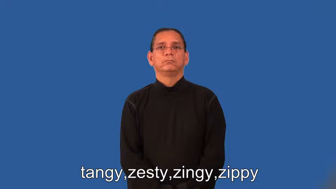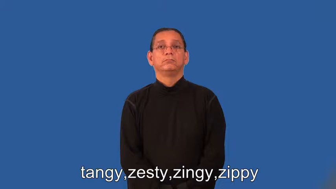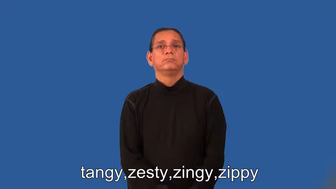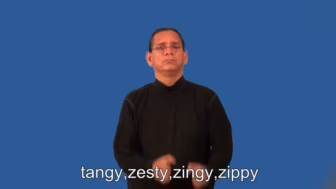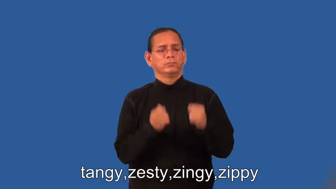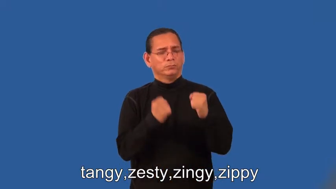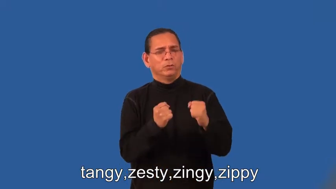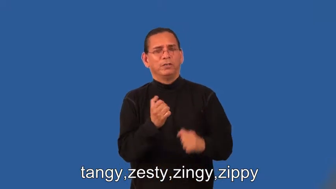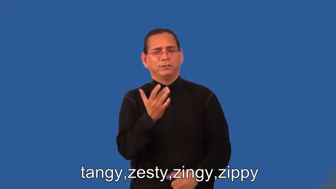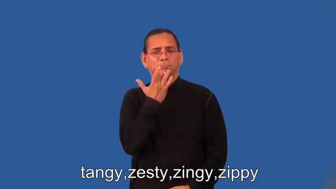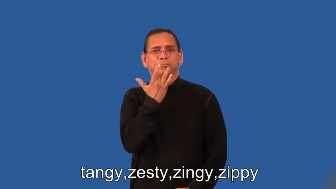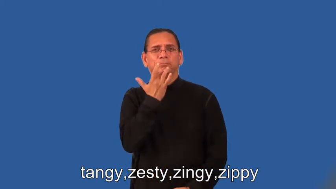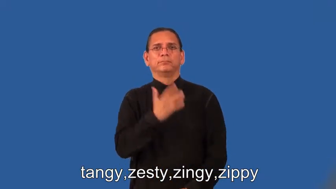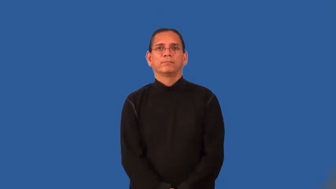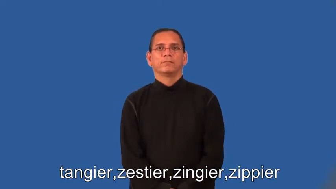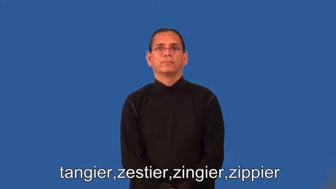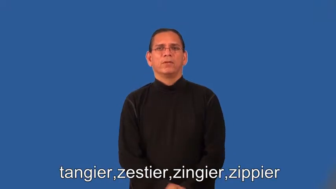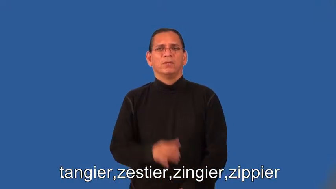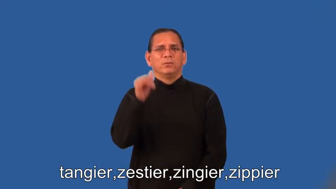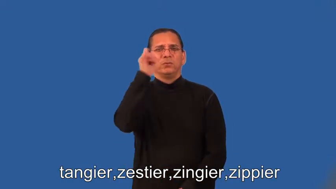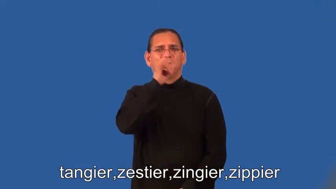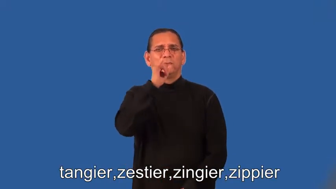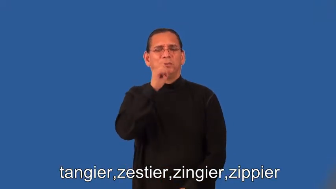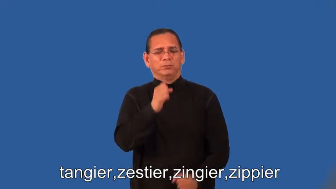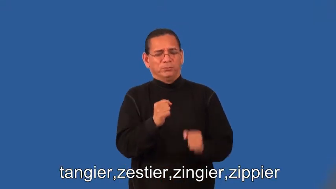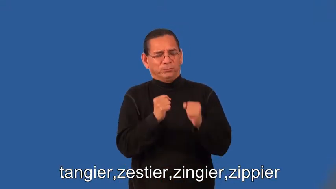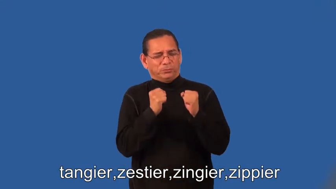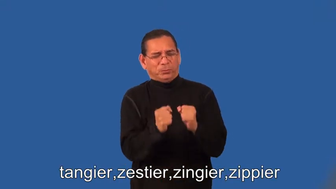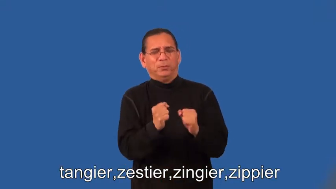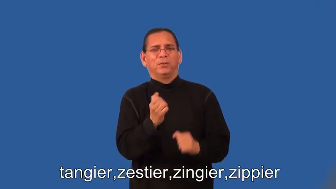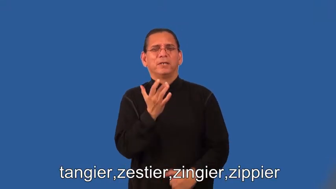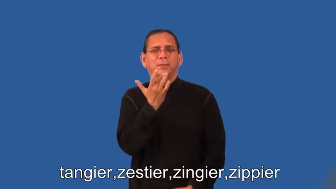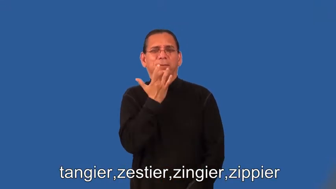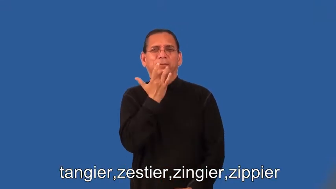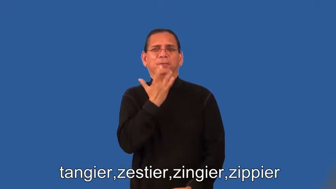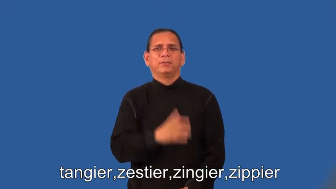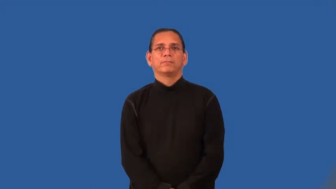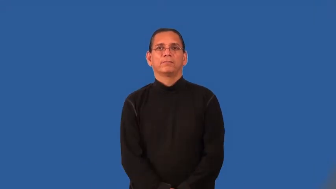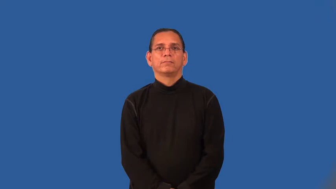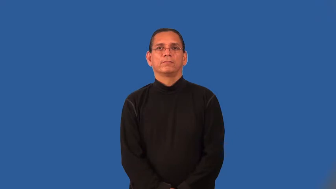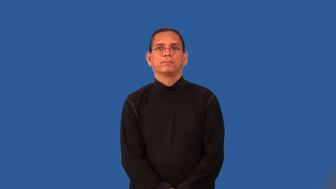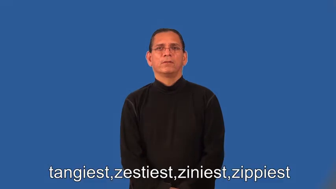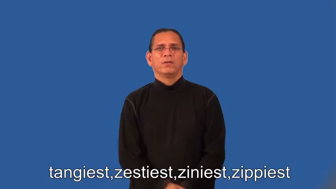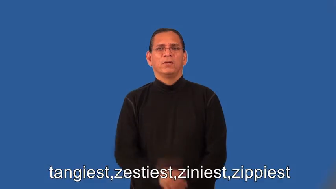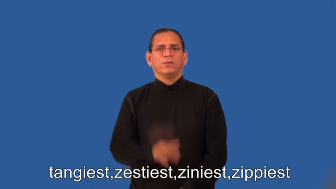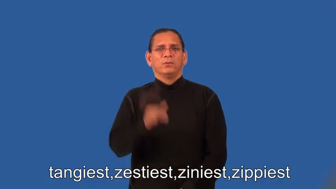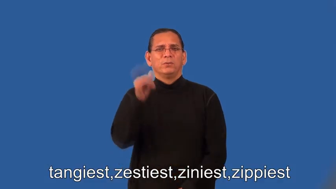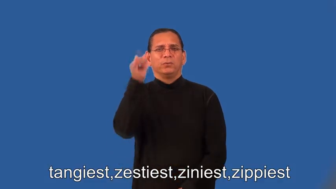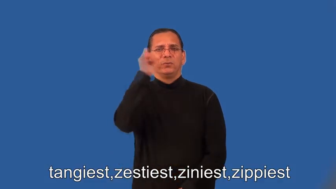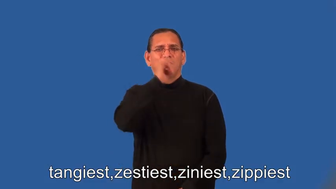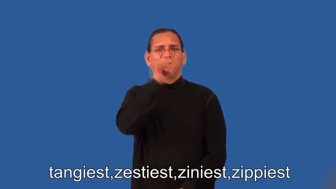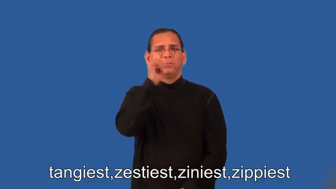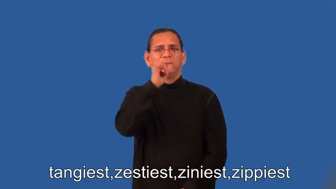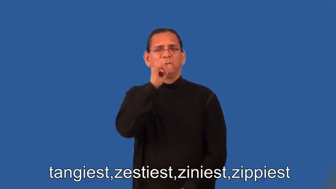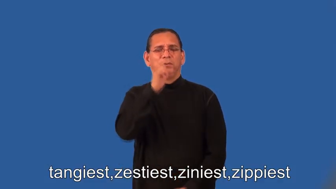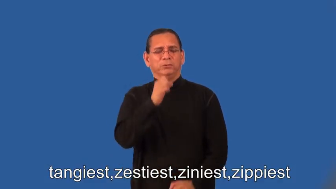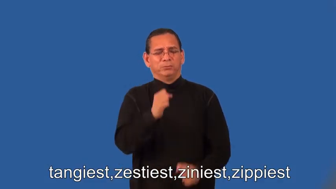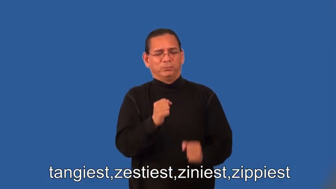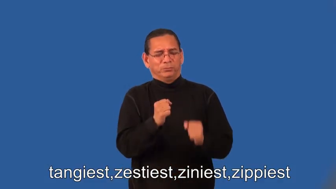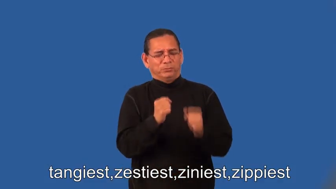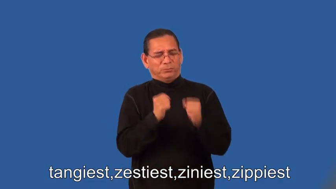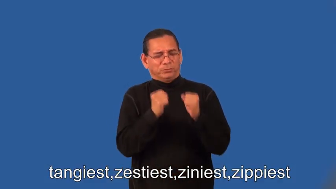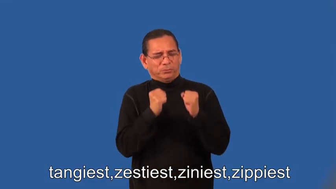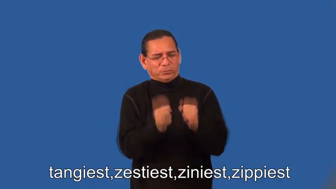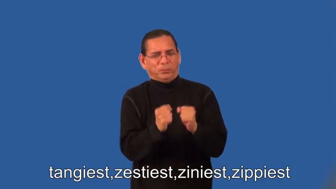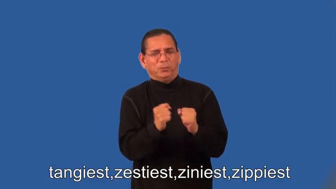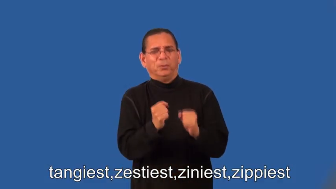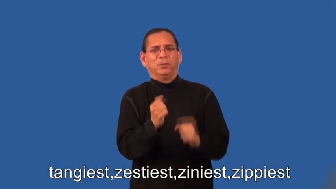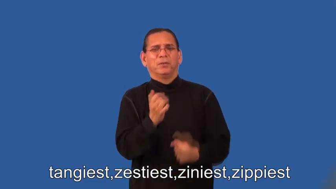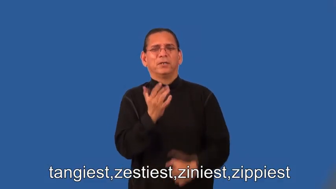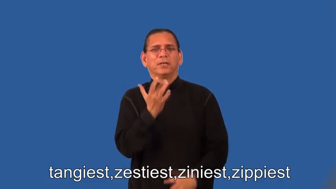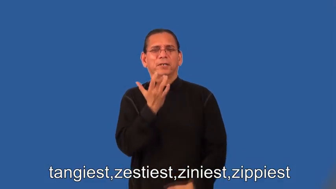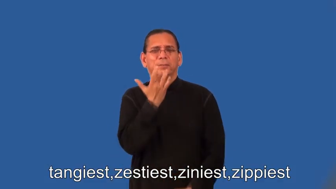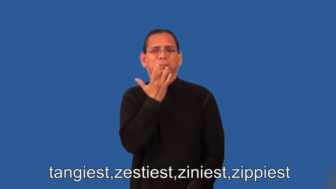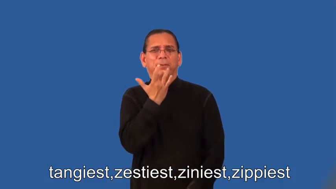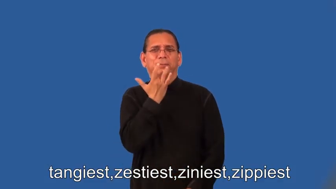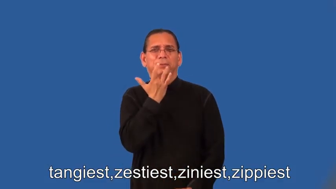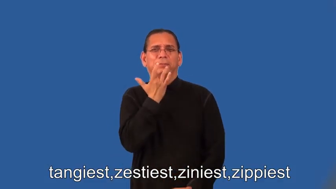tangier,zestier,zingier,zippier,tangiest,zestiest,ziniest,zippiest